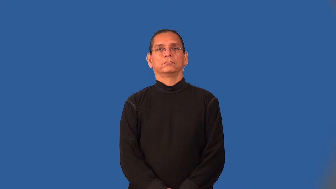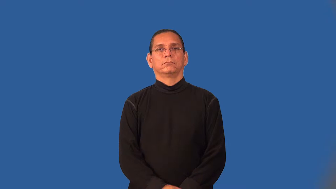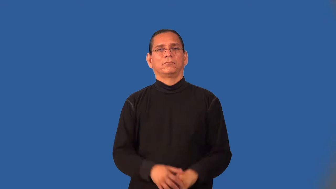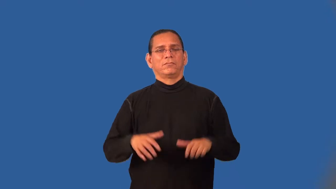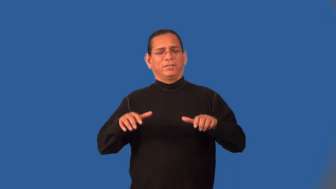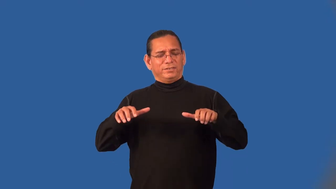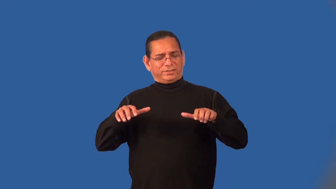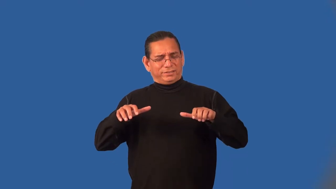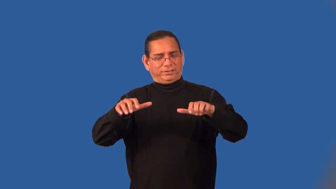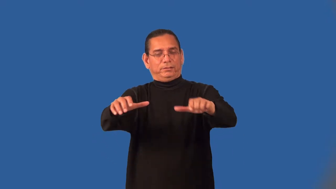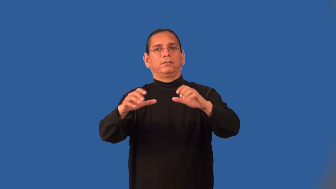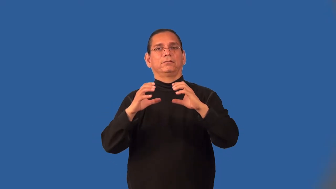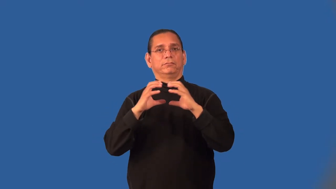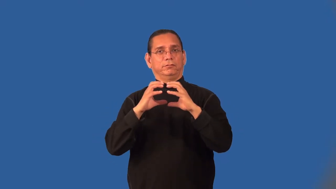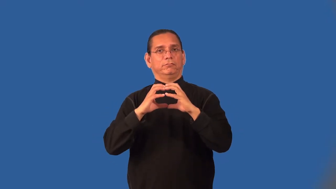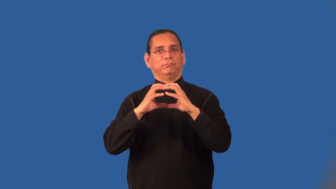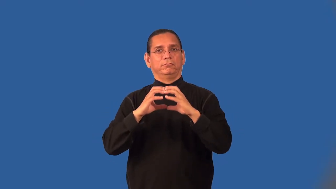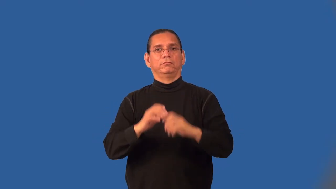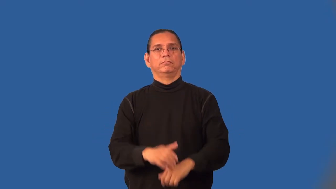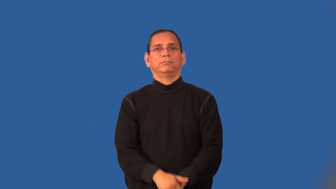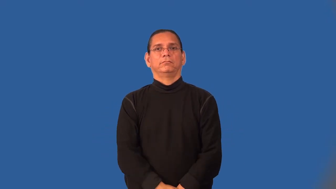multicellular